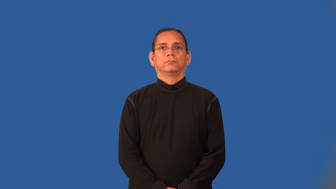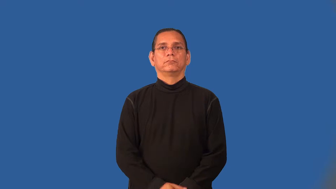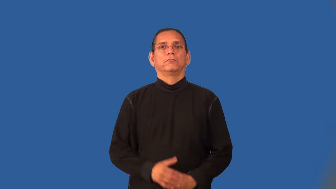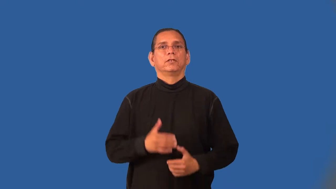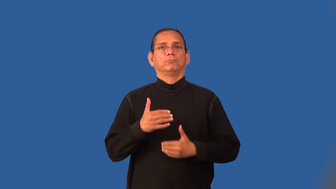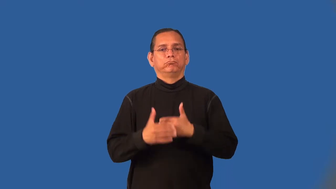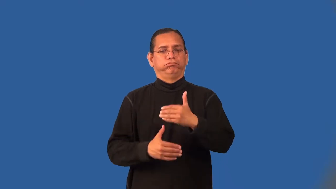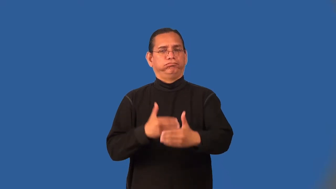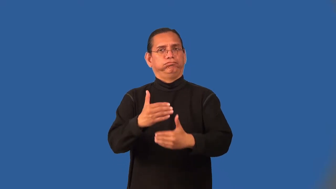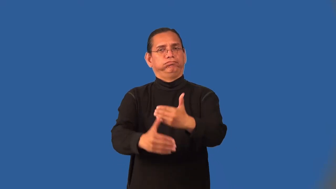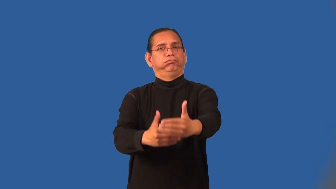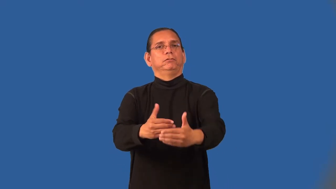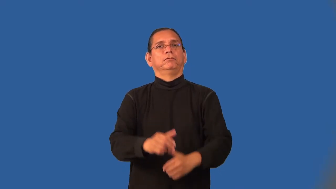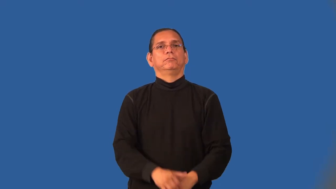inroad-progress